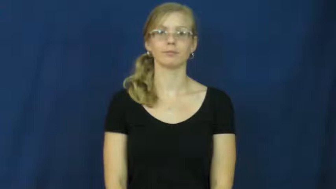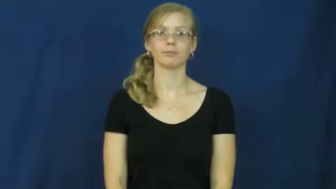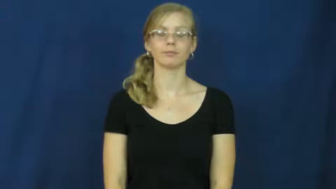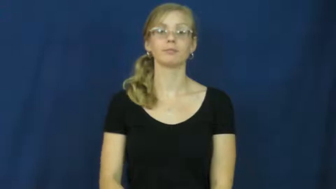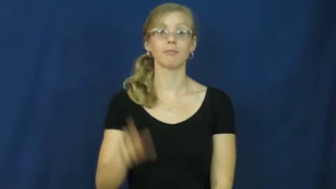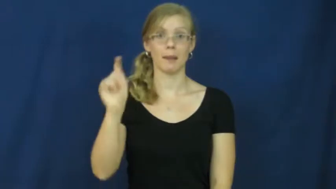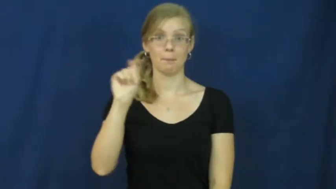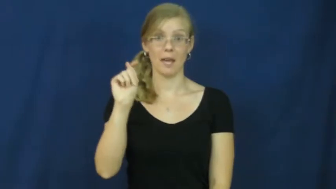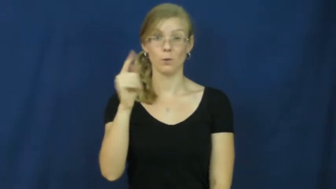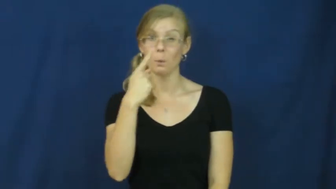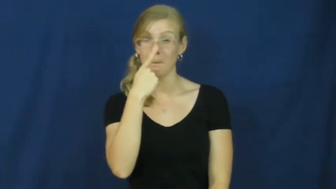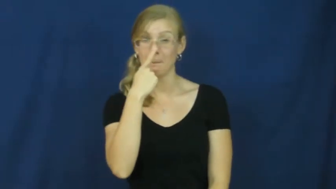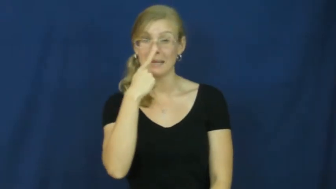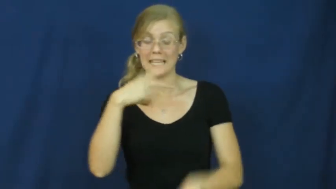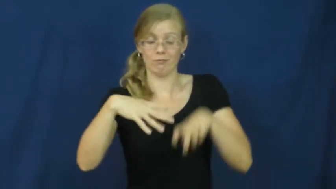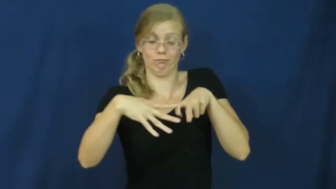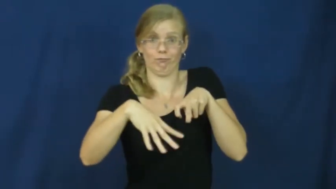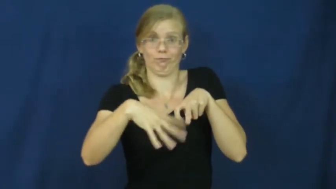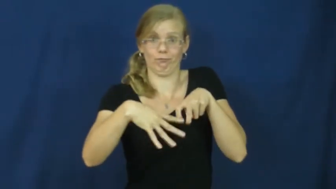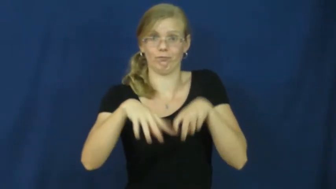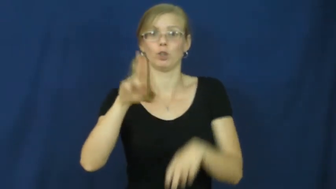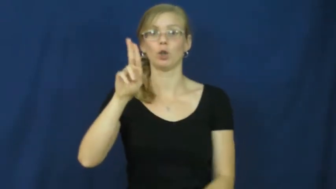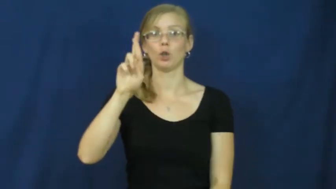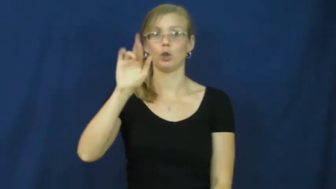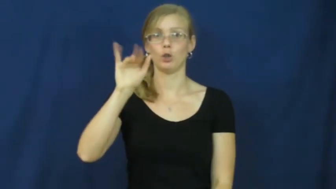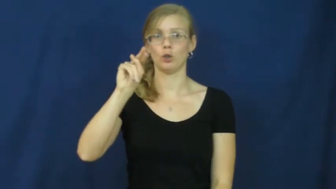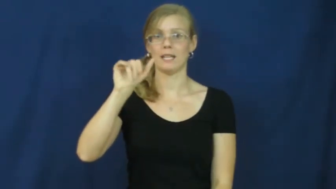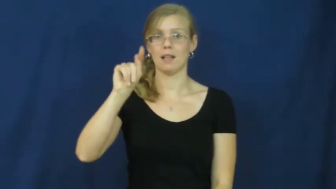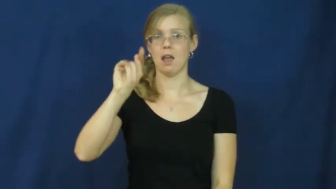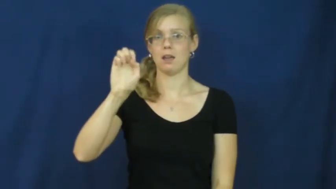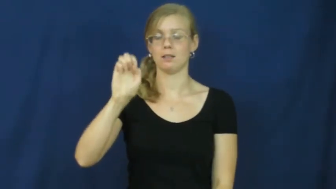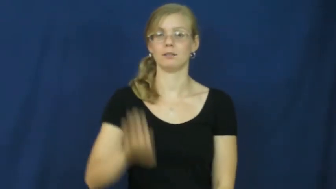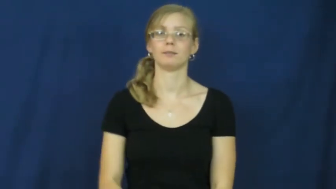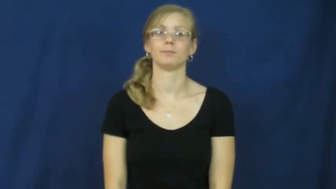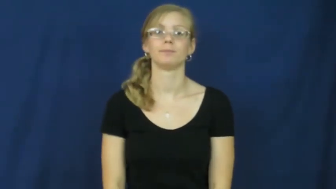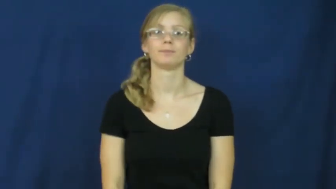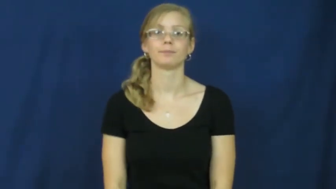urinate